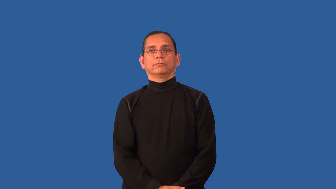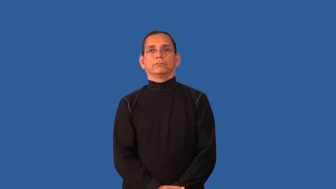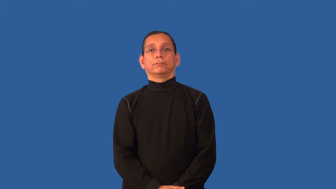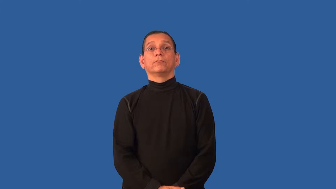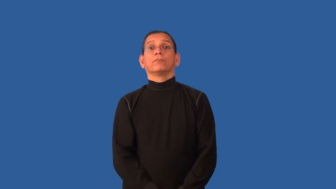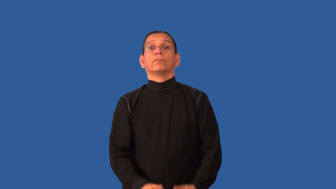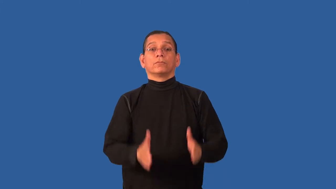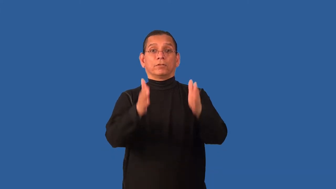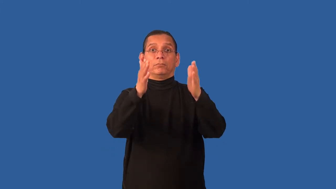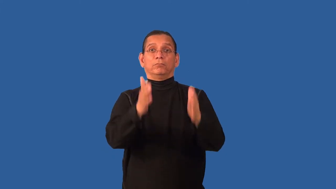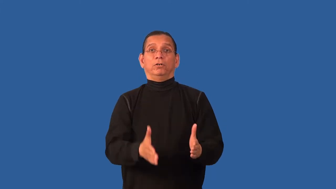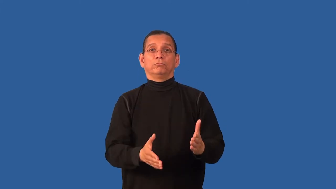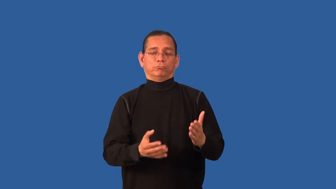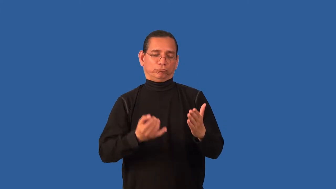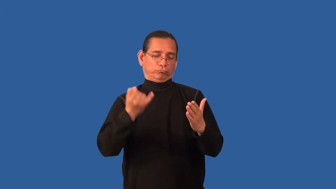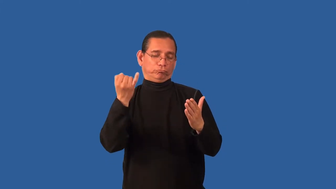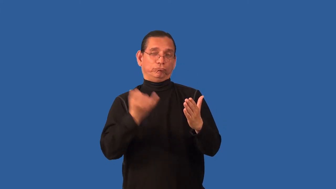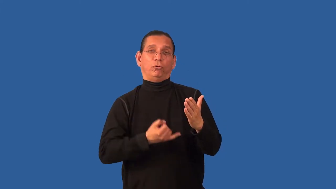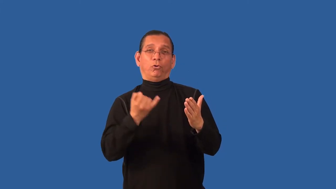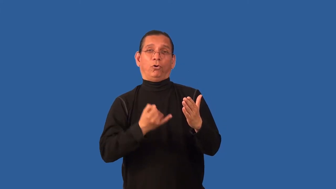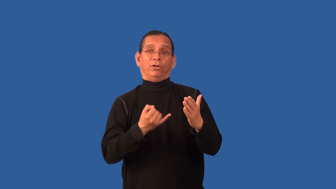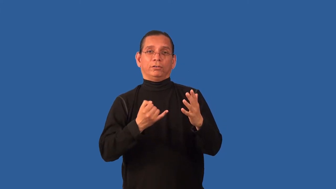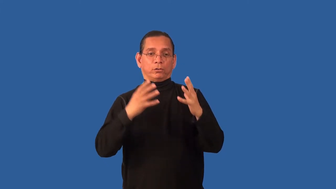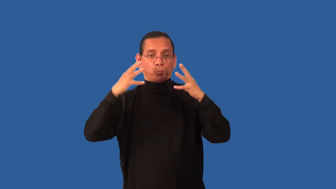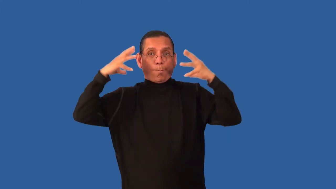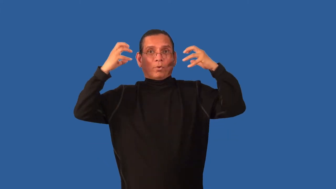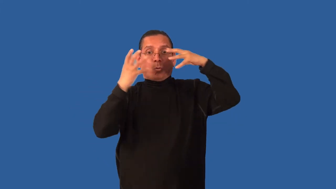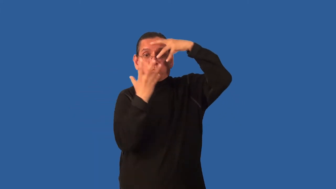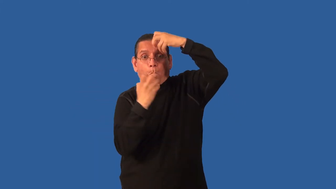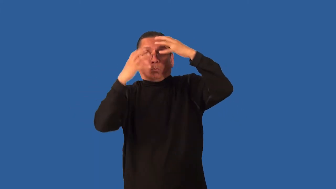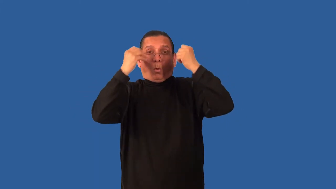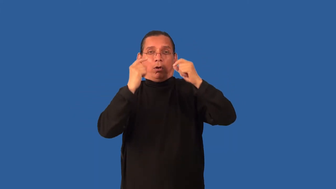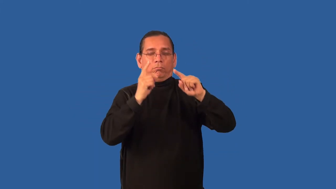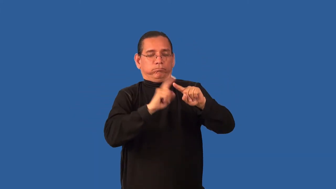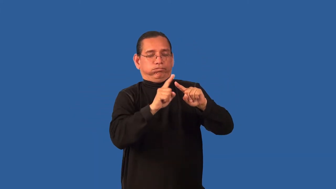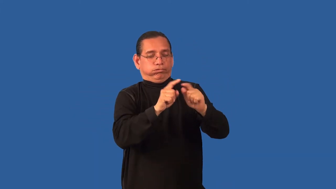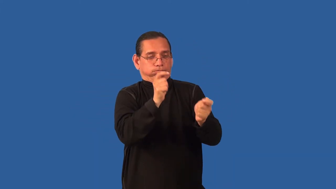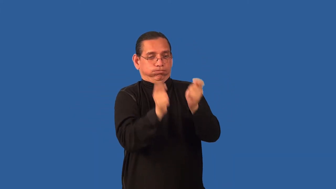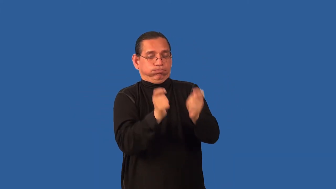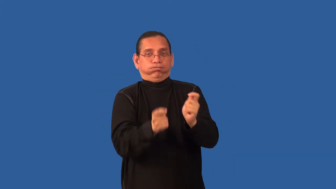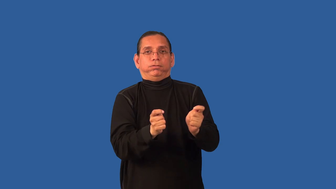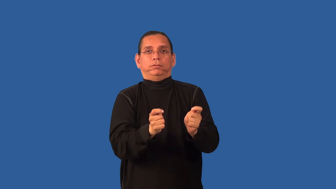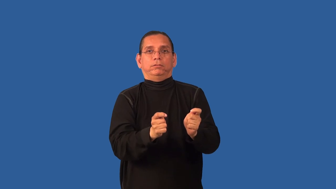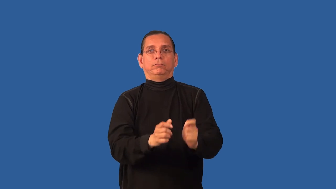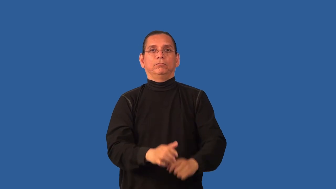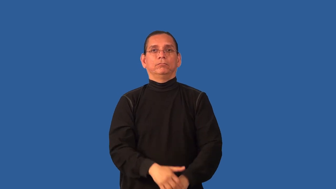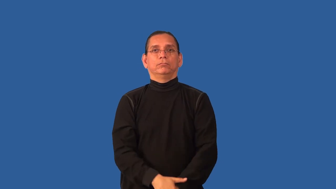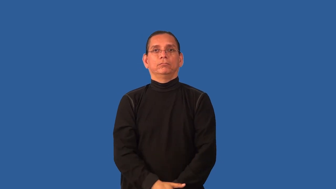caricaturist